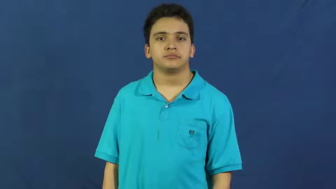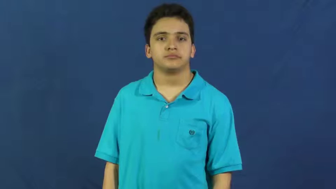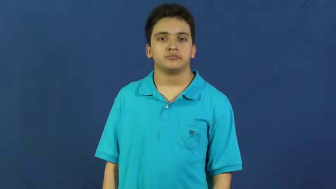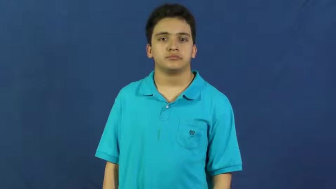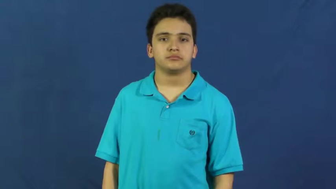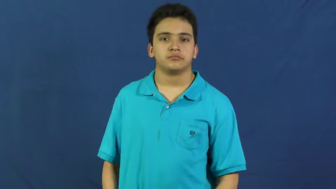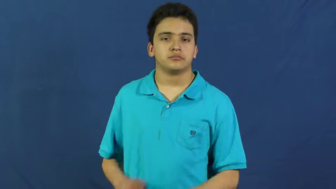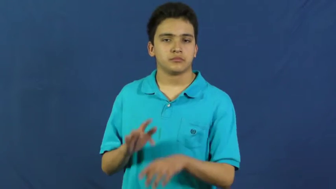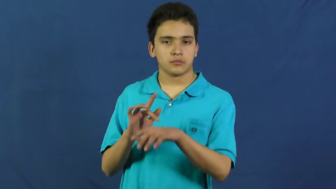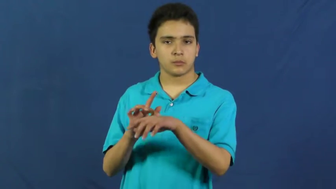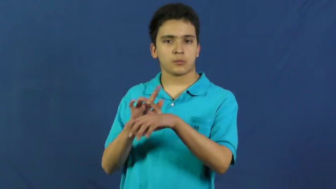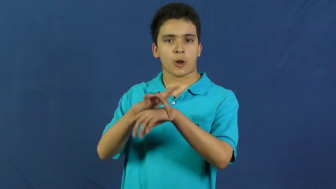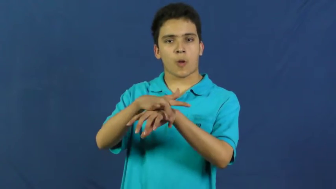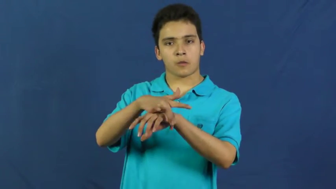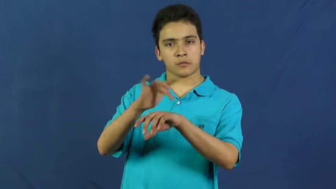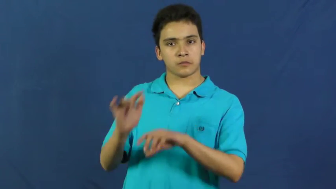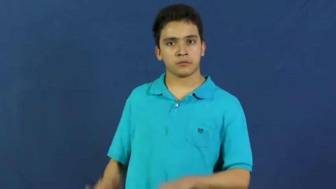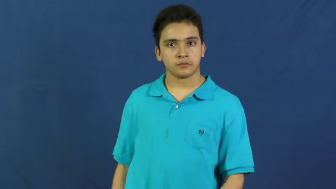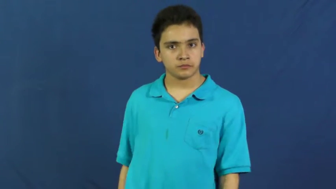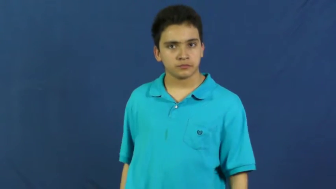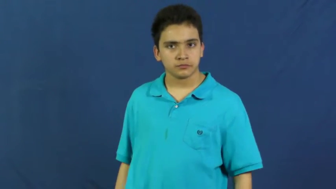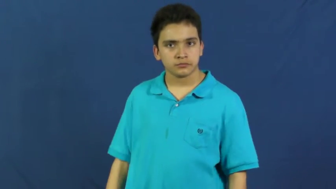early